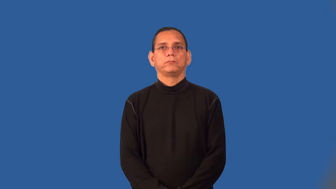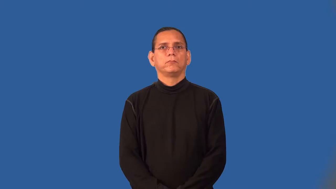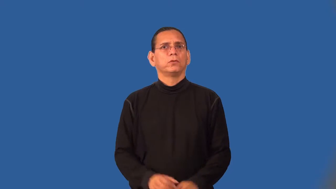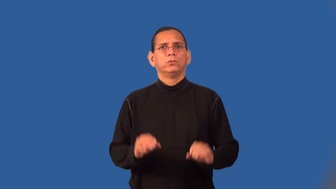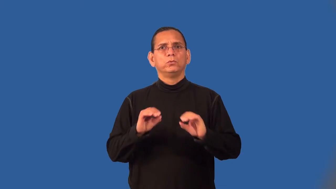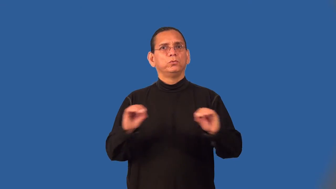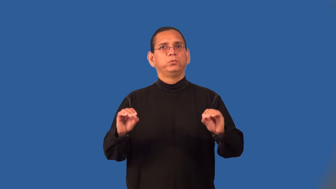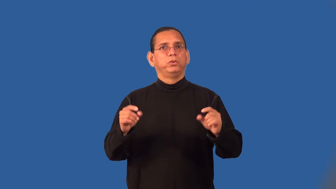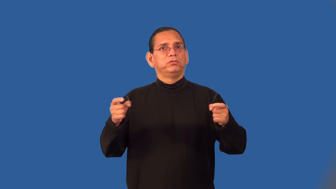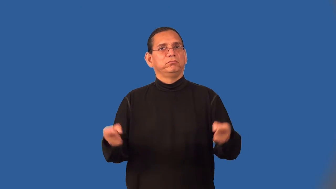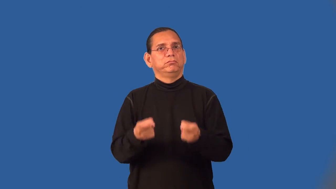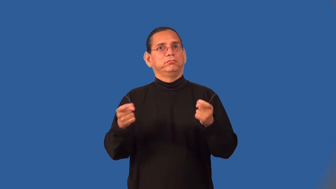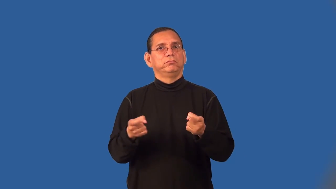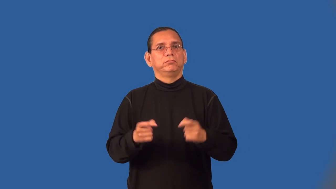sinless